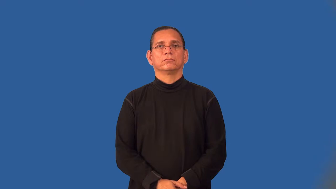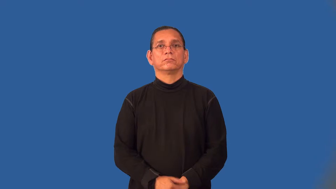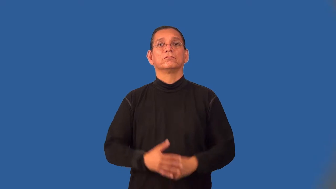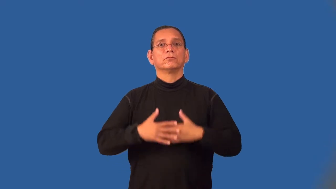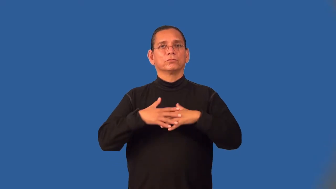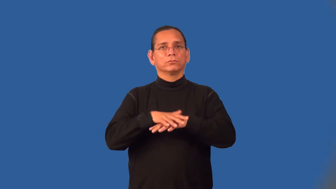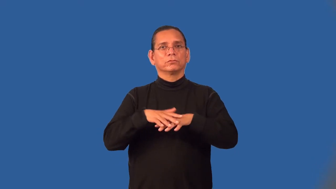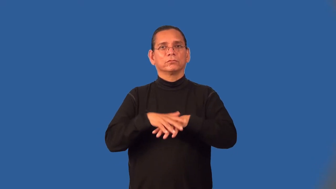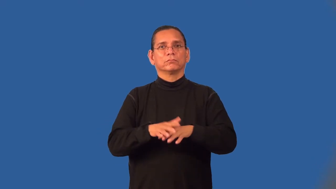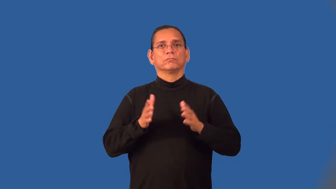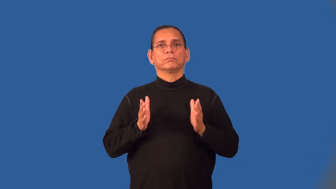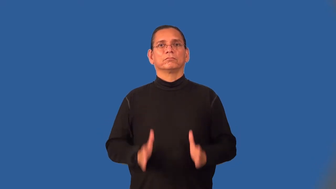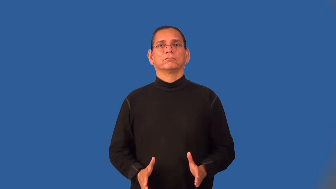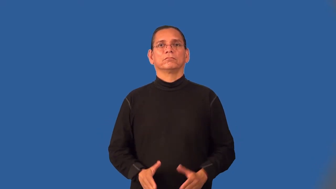weaver-person